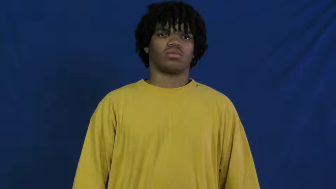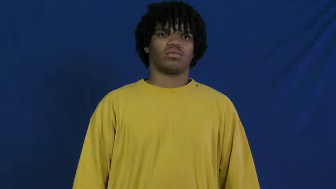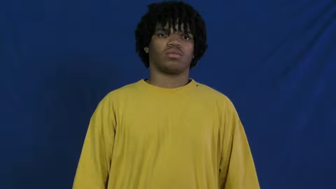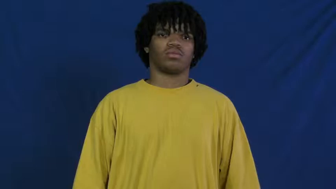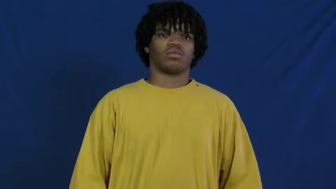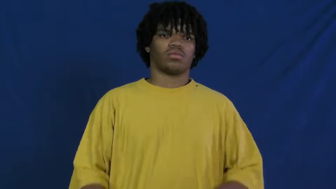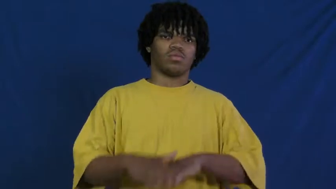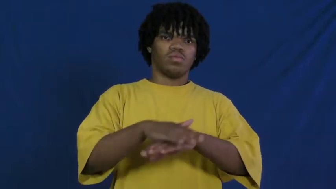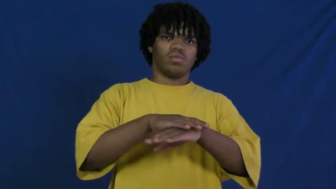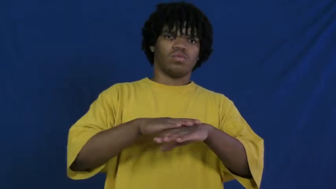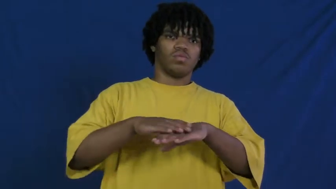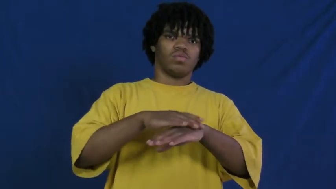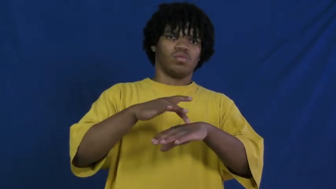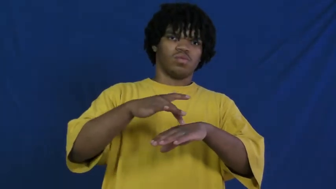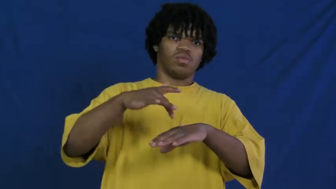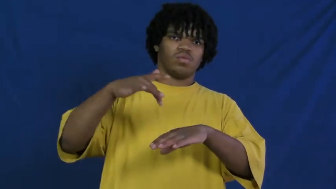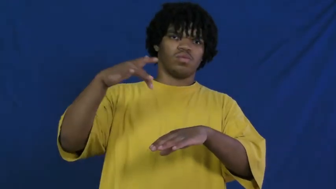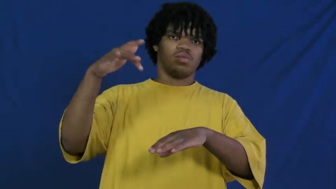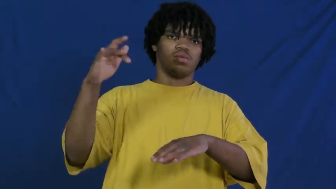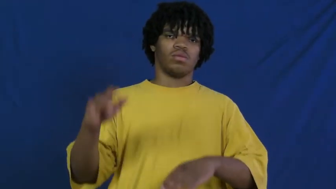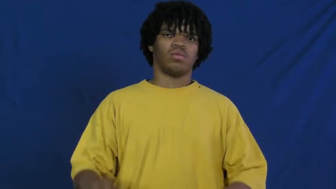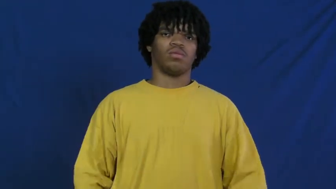polish,furbish